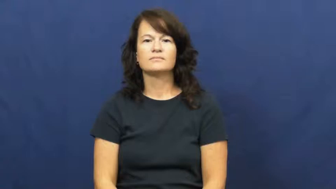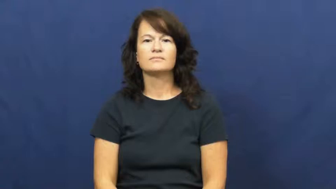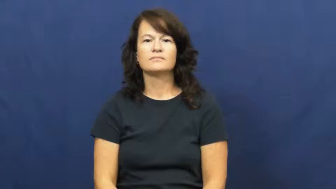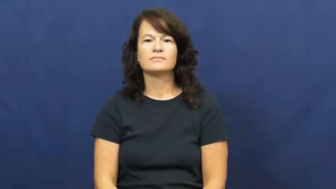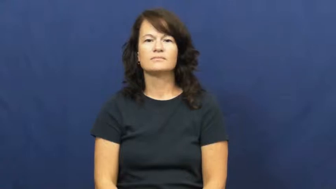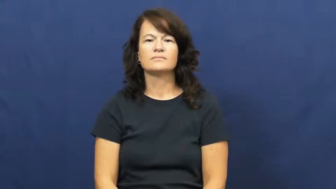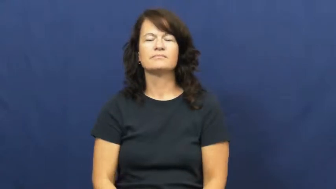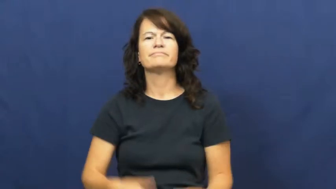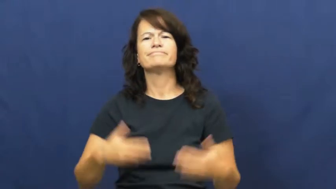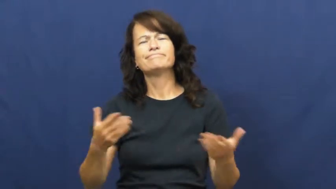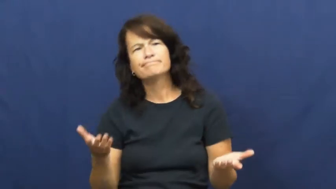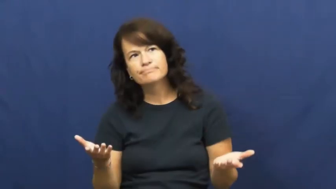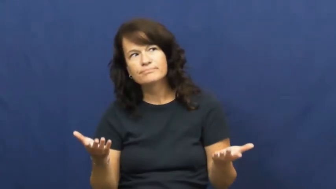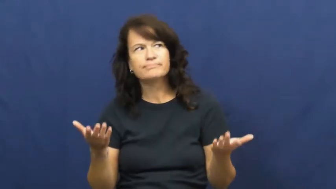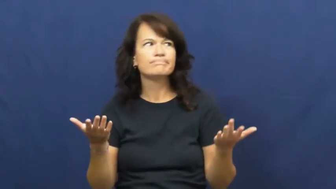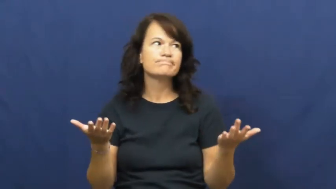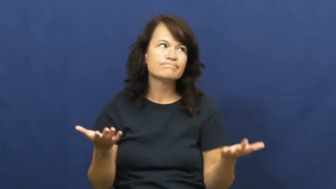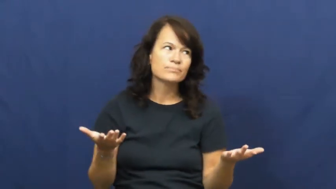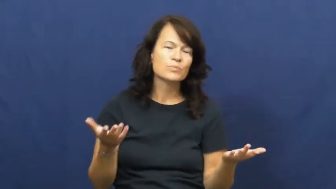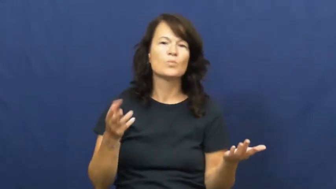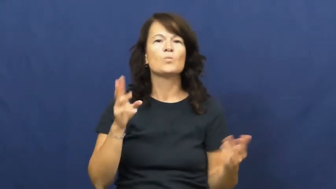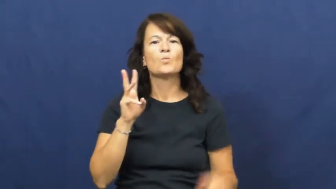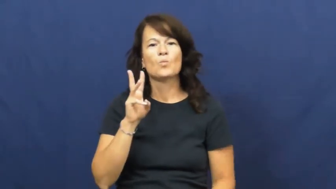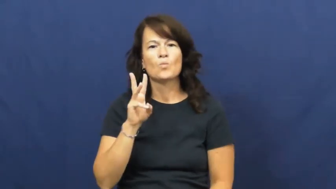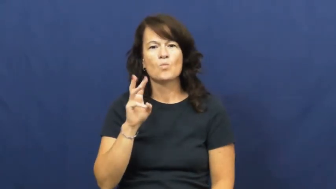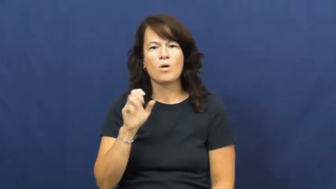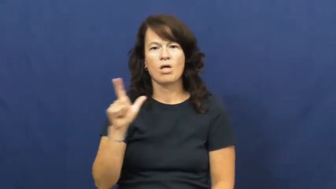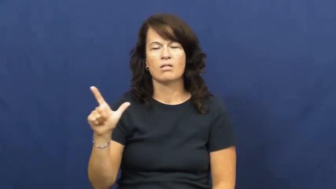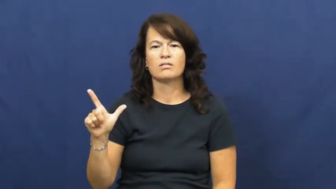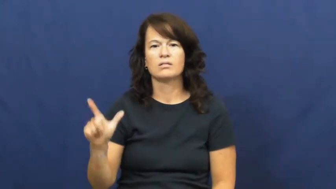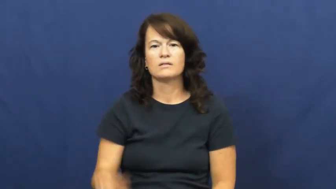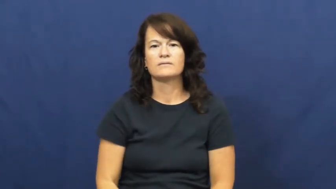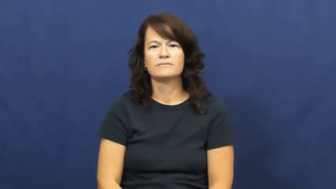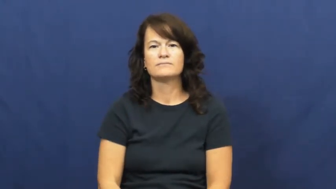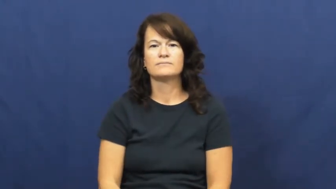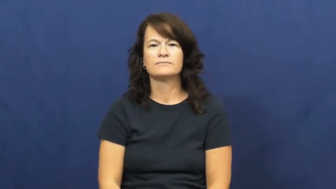well